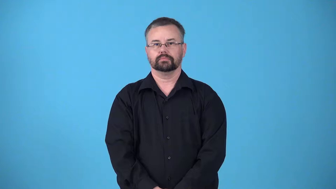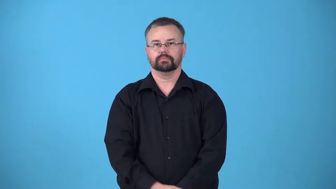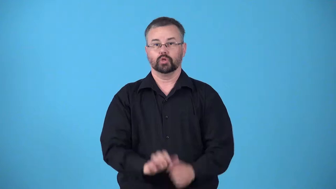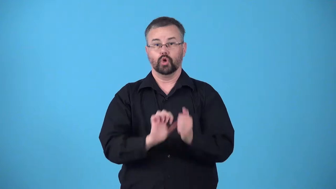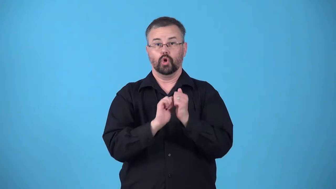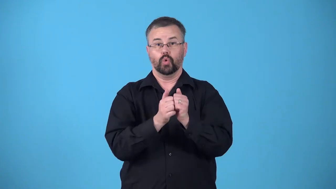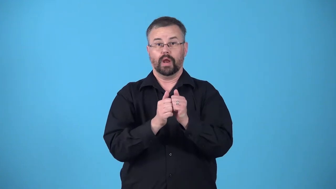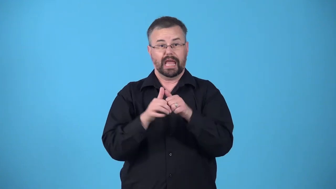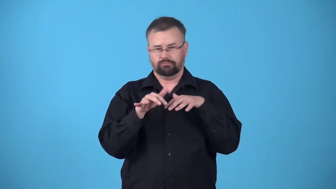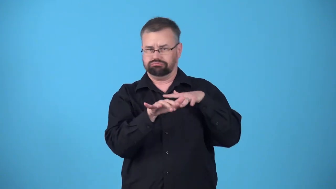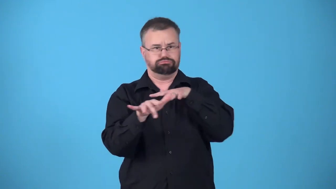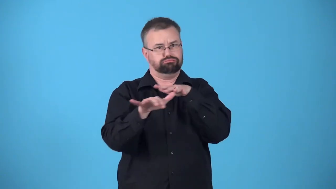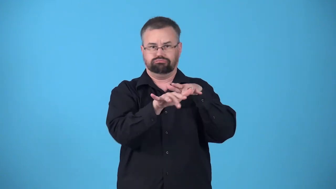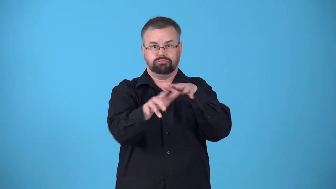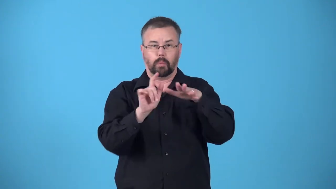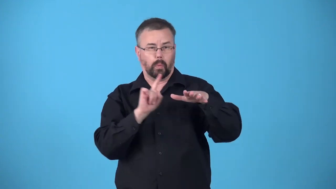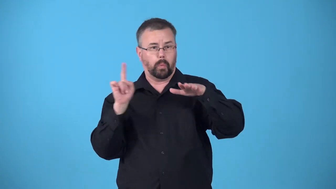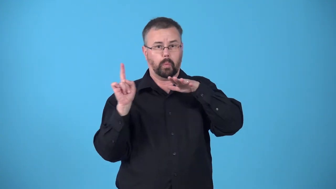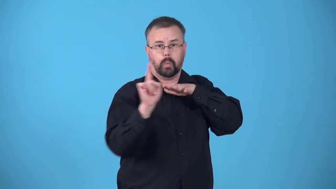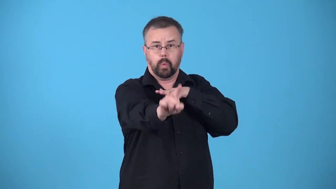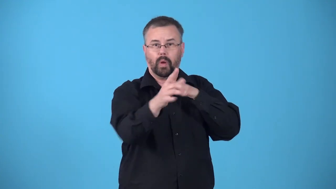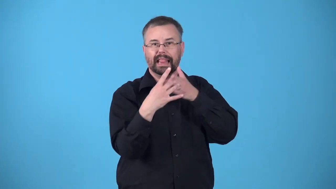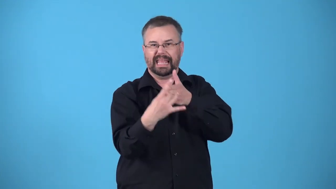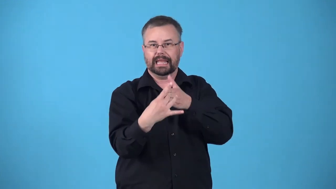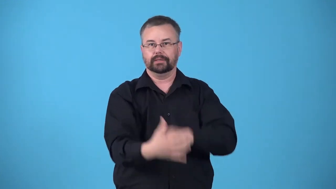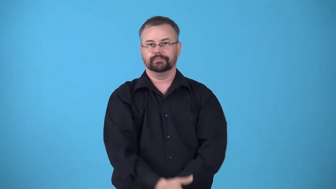leader-person or team in first place